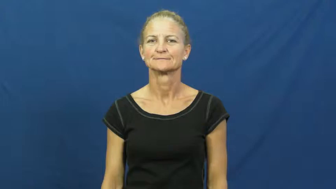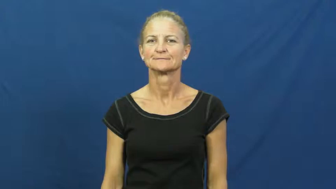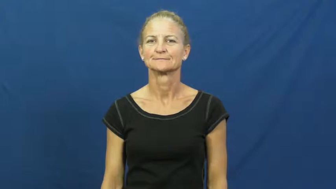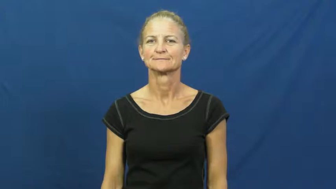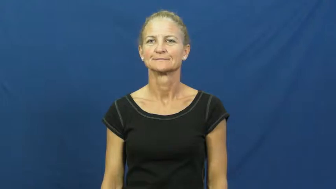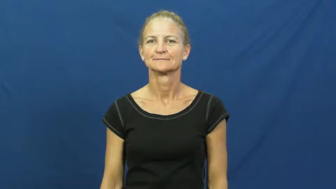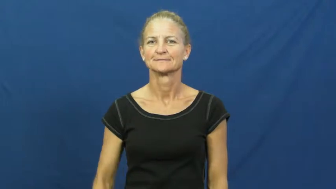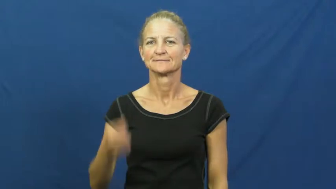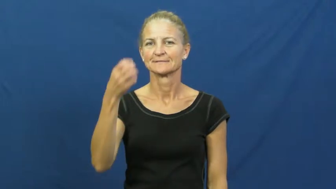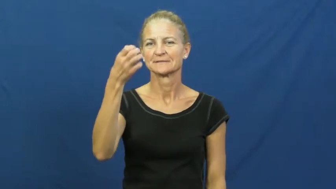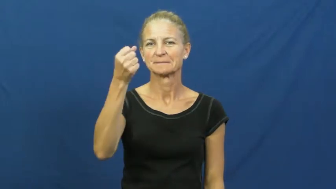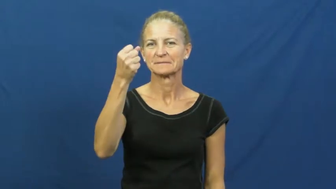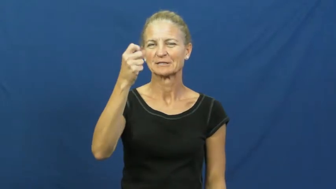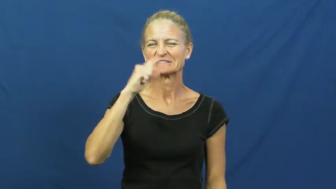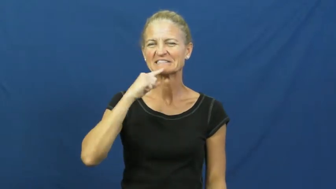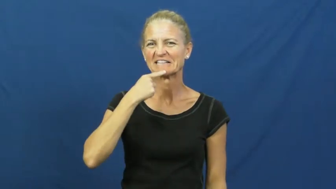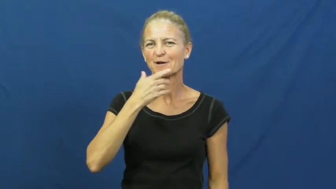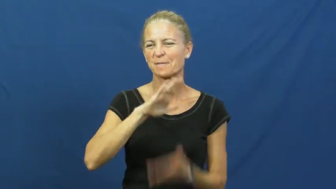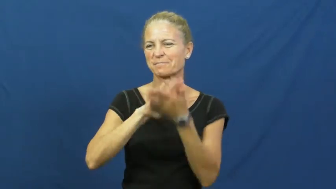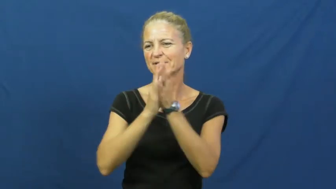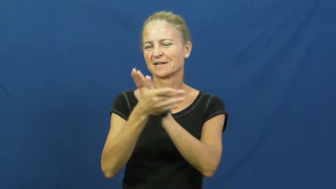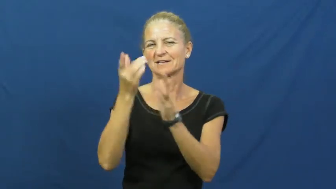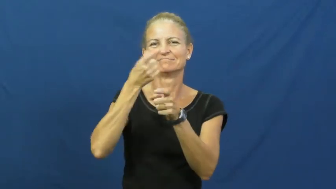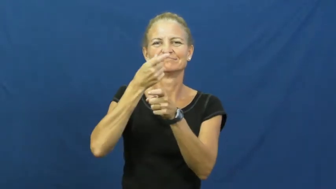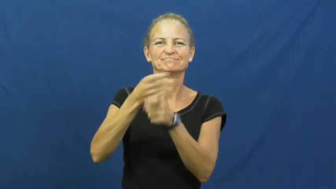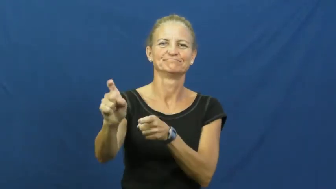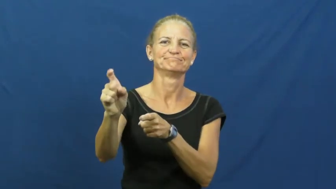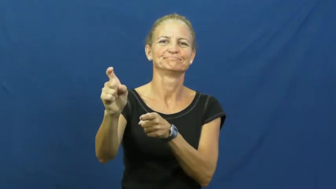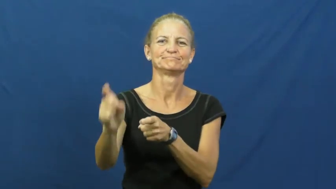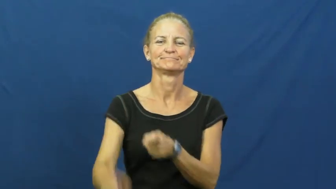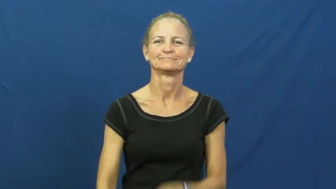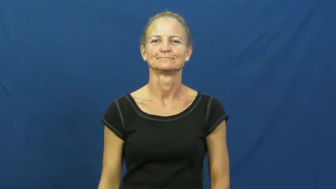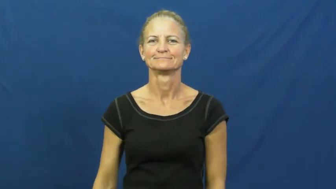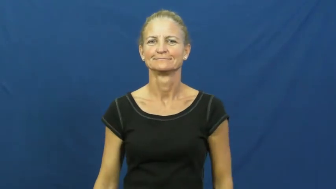curdle